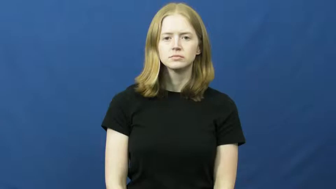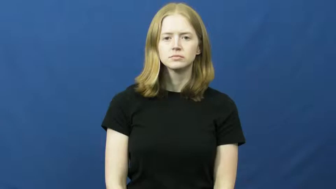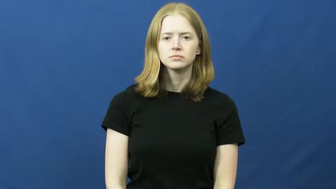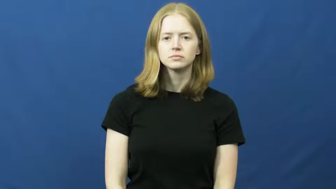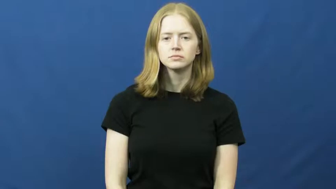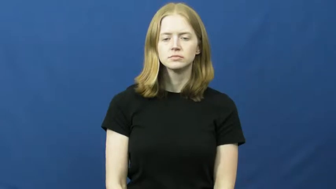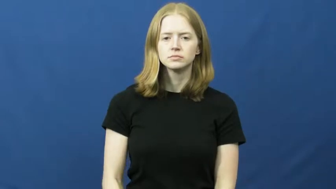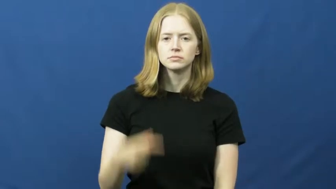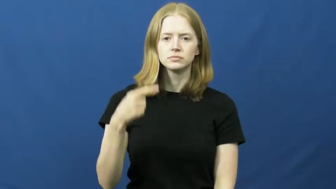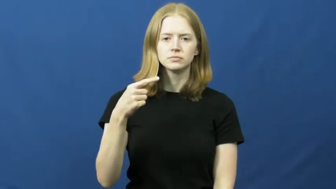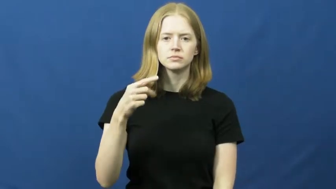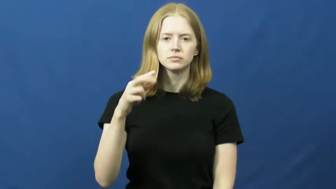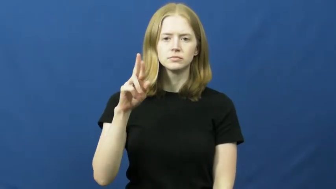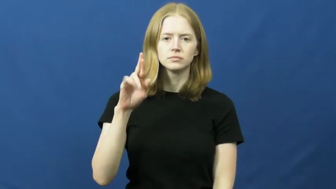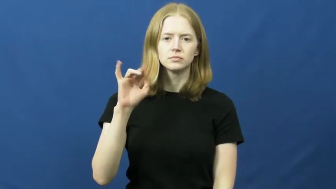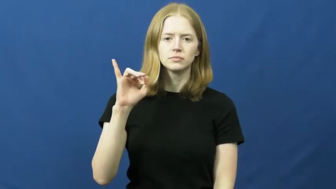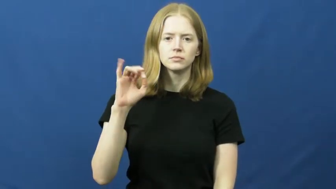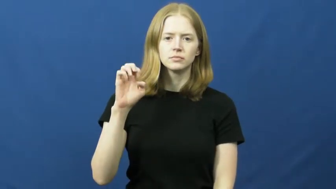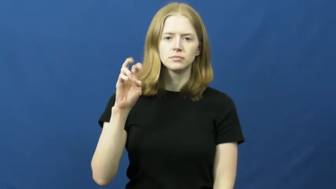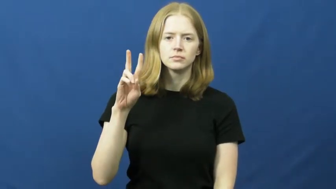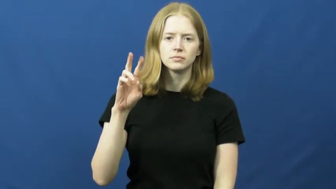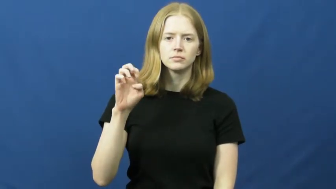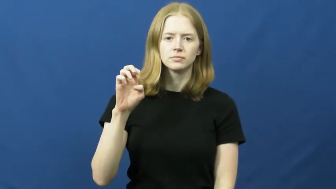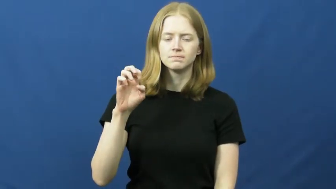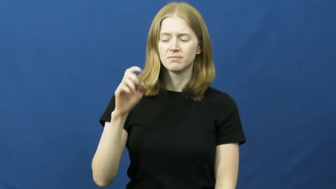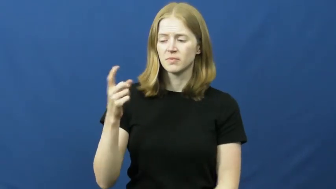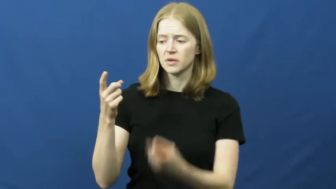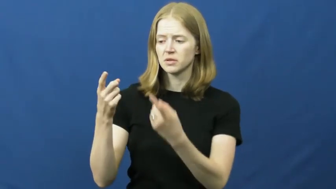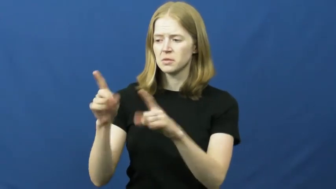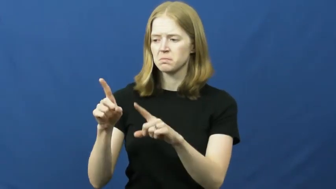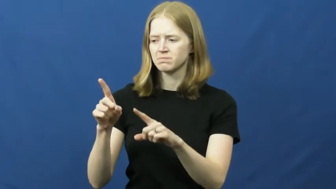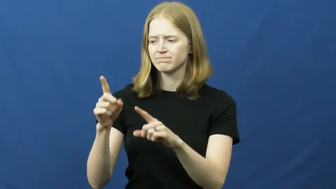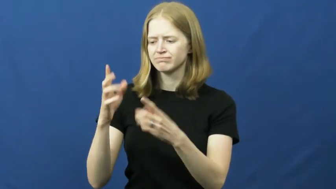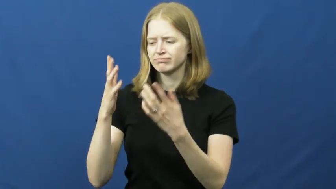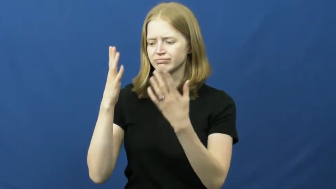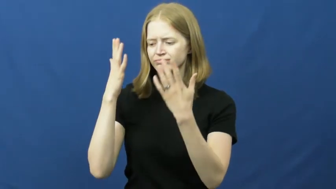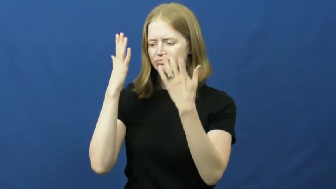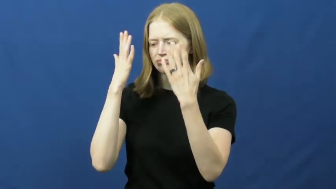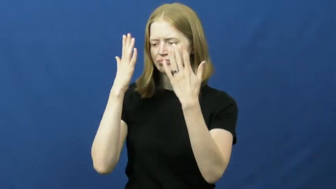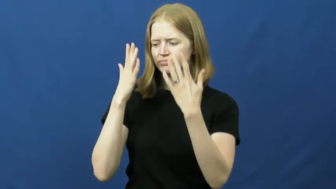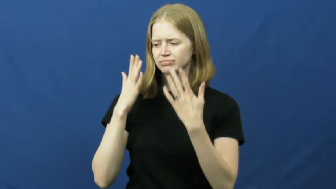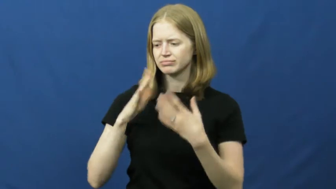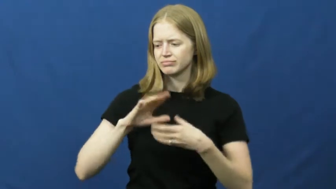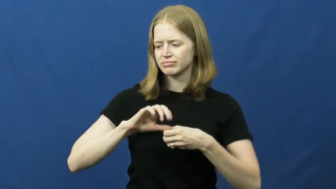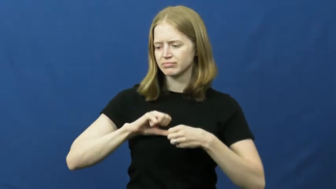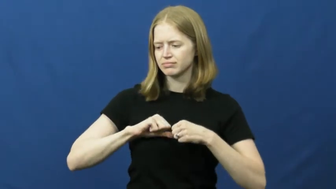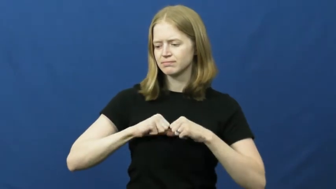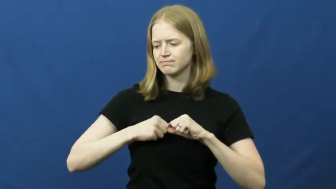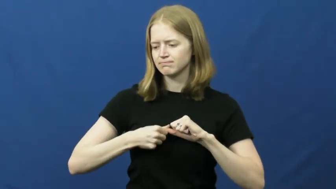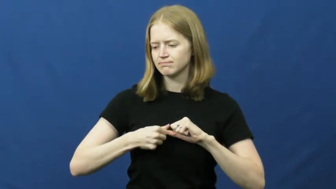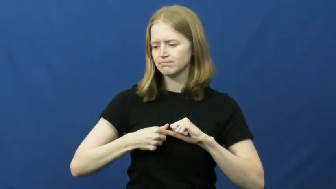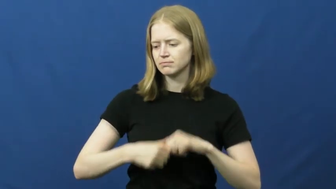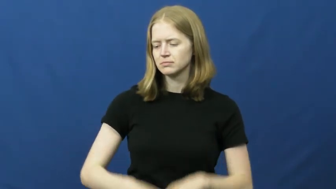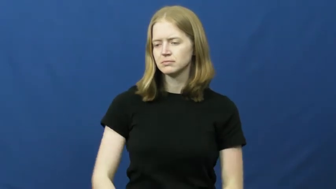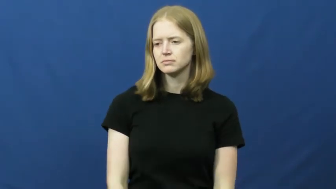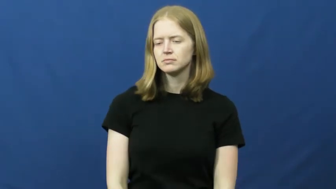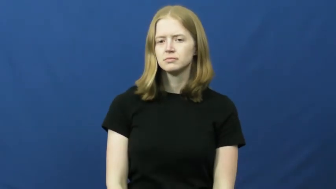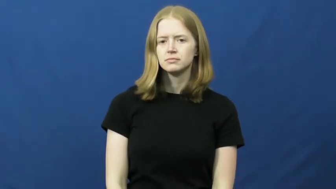grieve